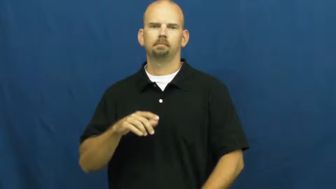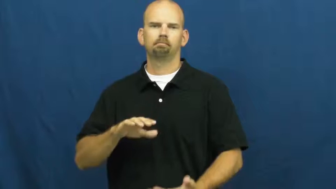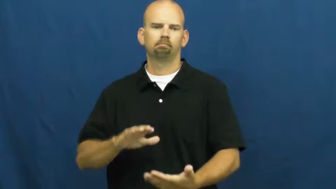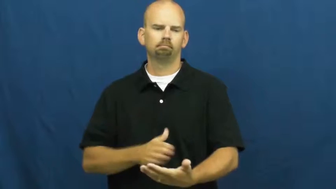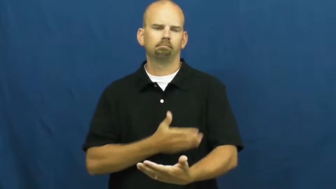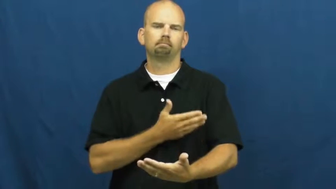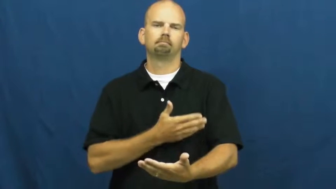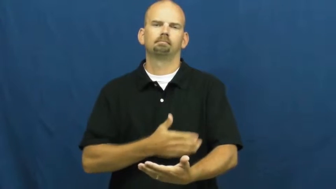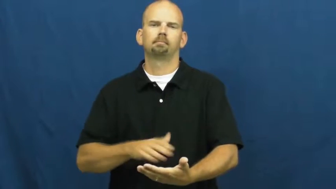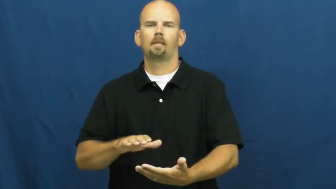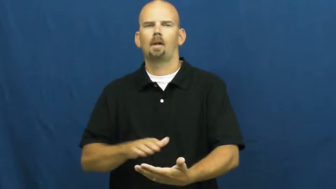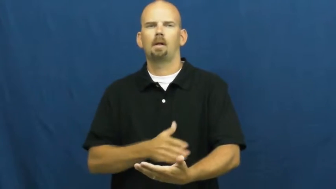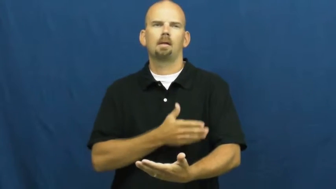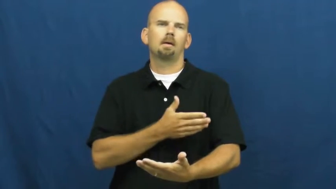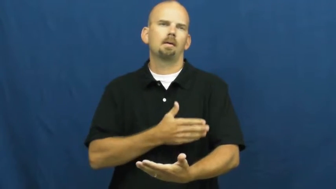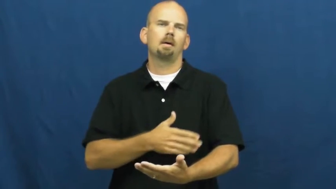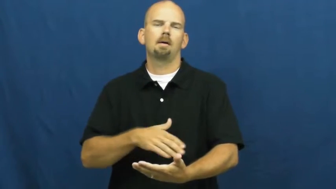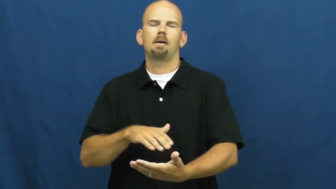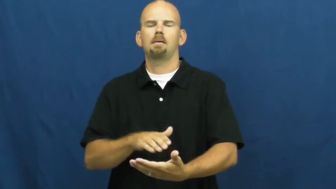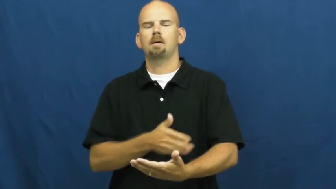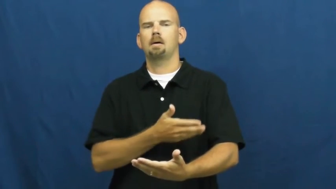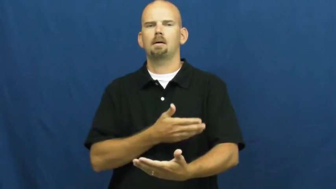sing,carol,croon